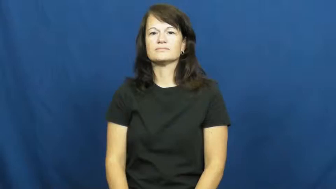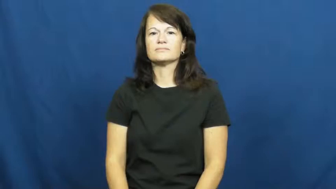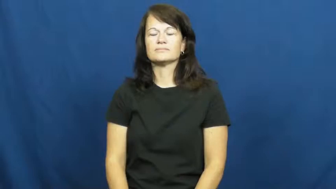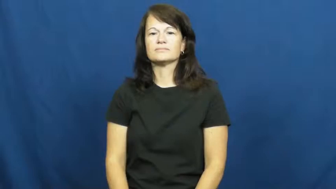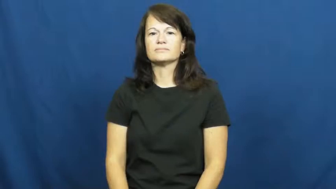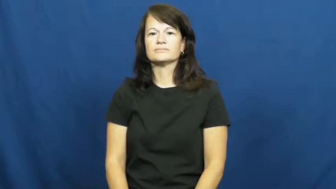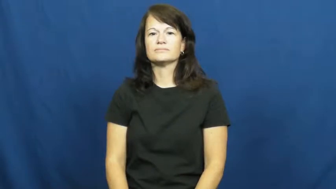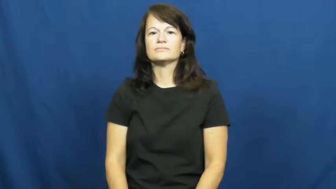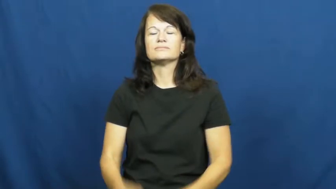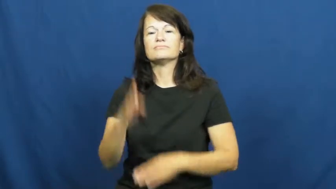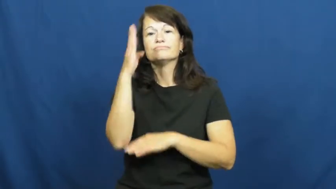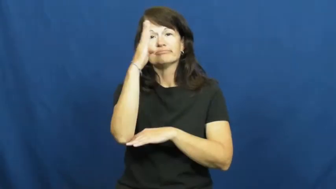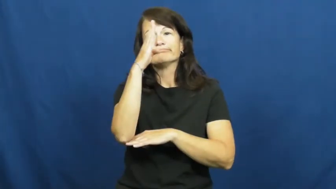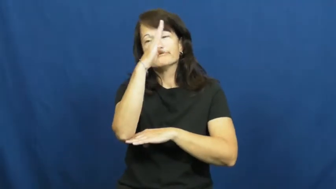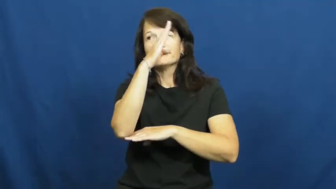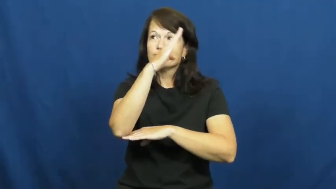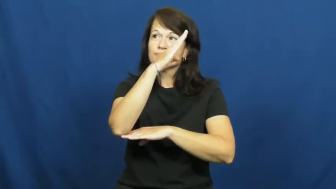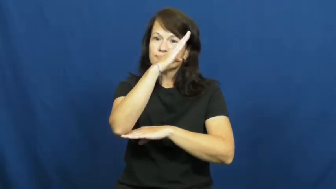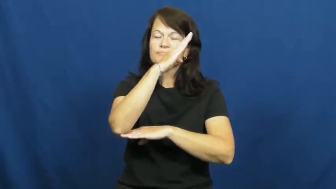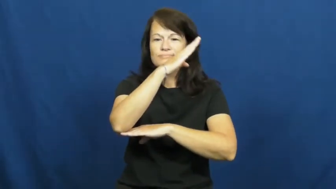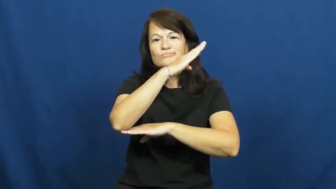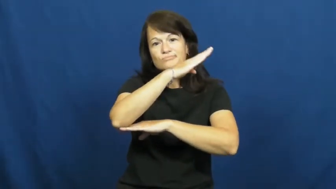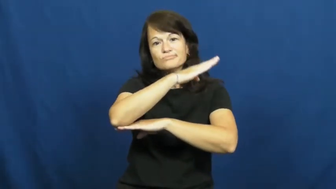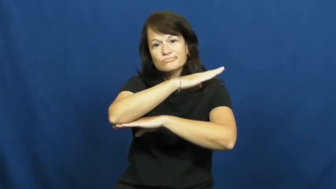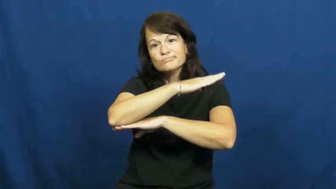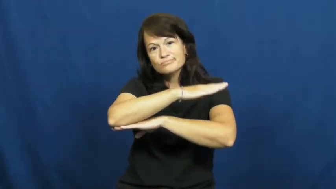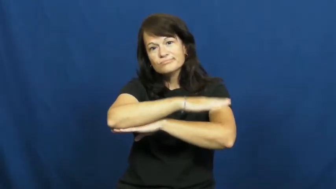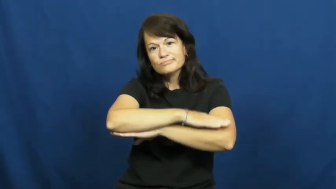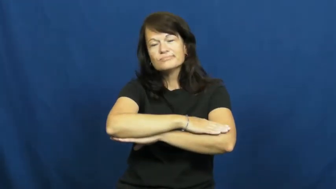pass-time